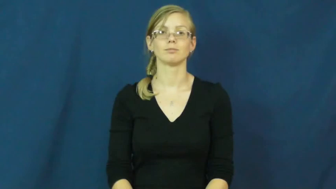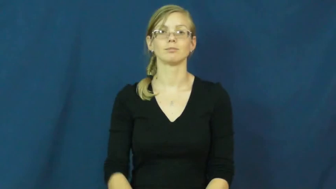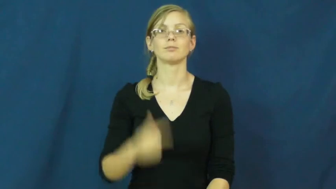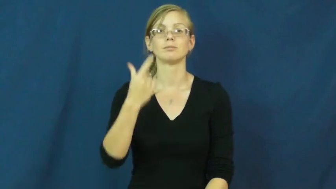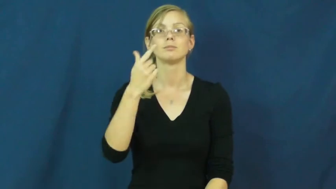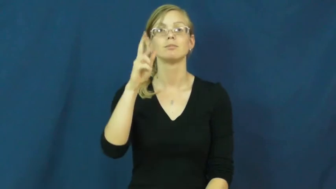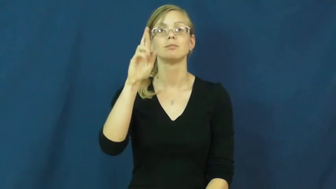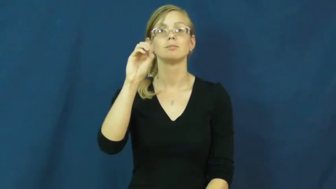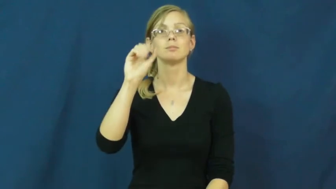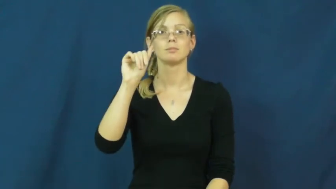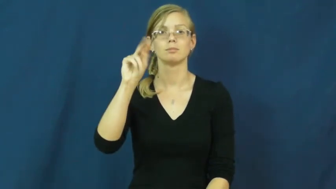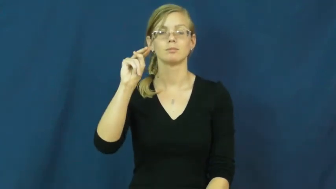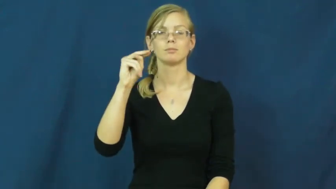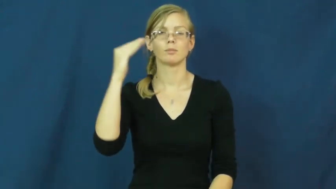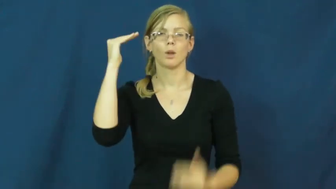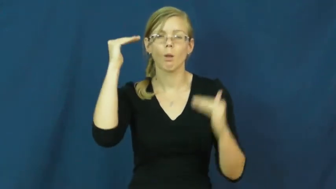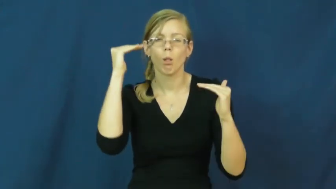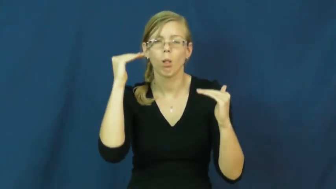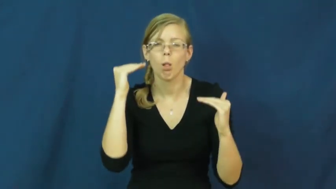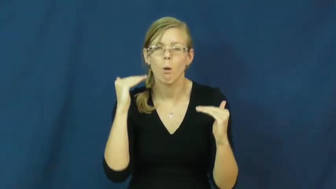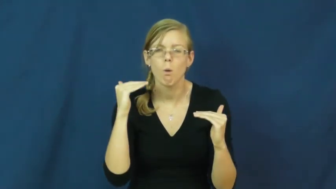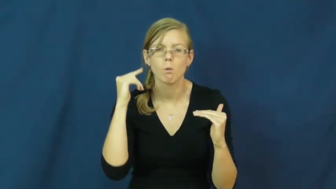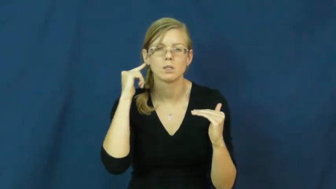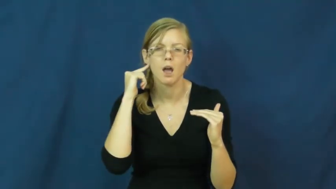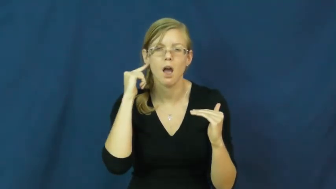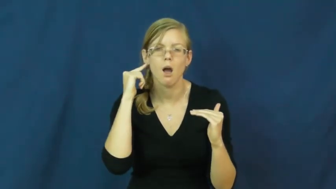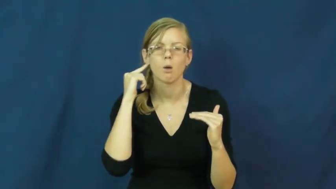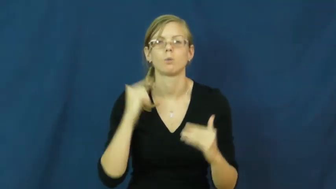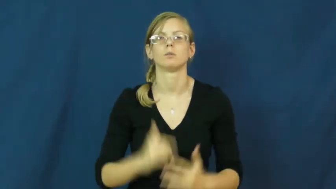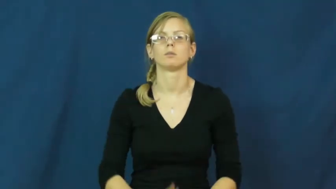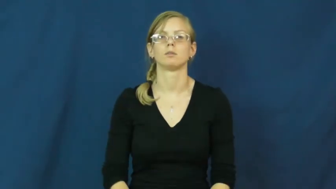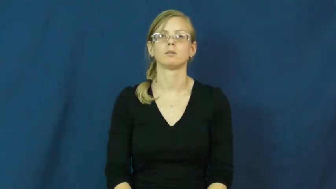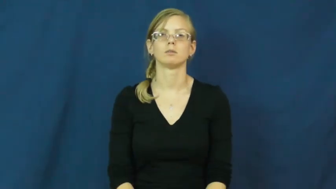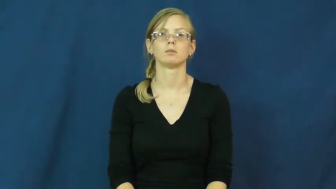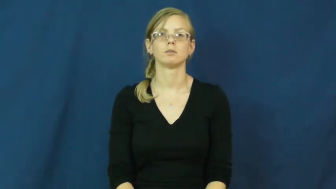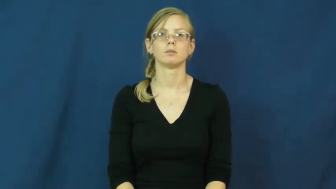groan